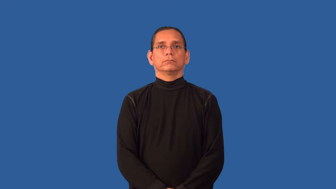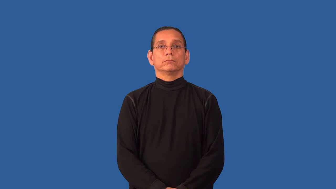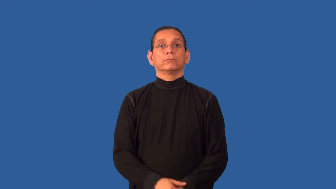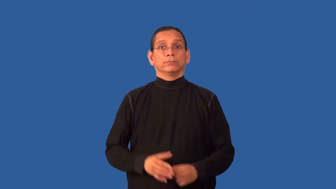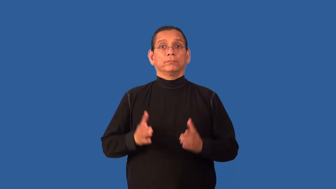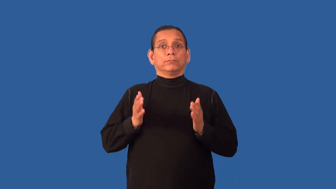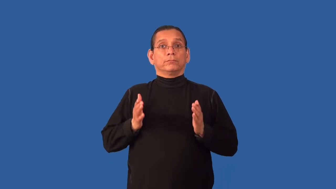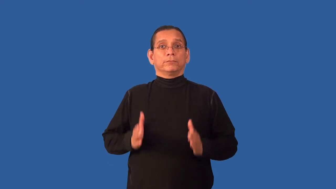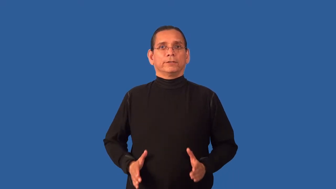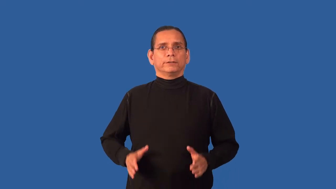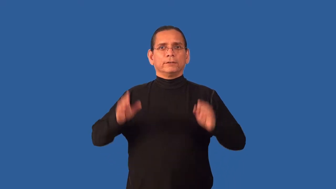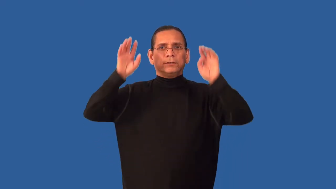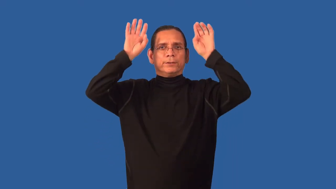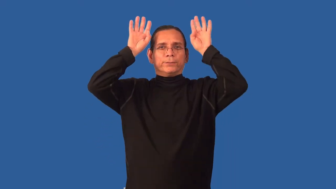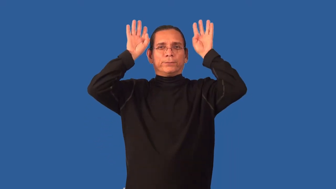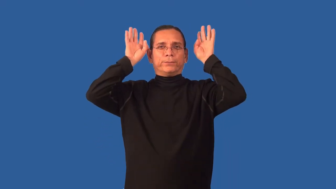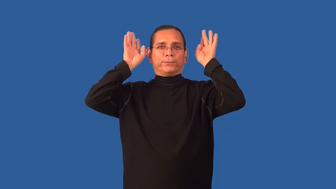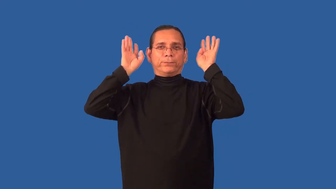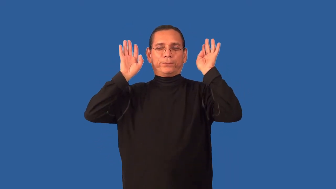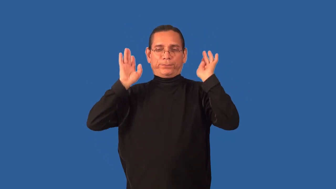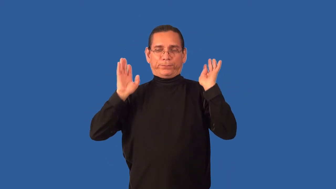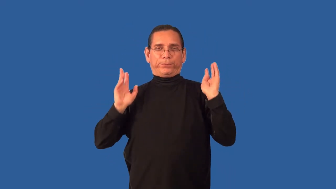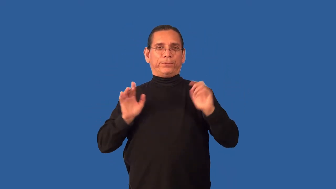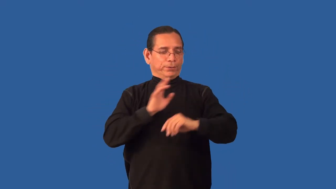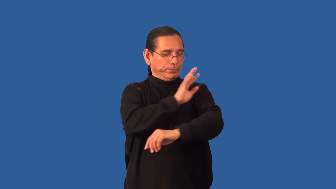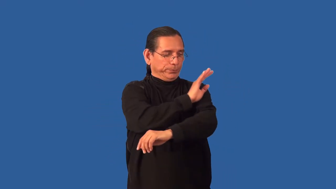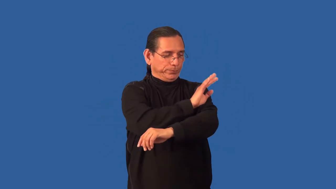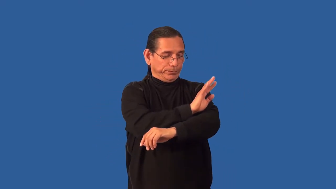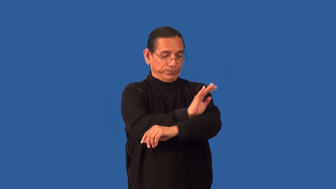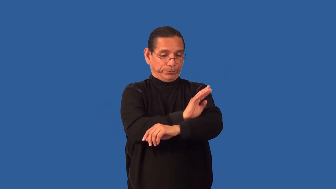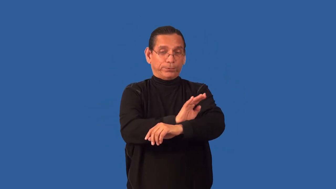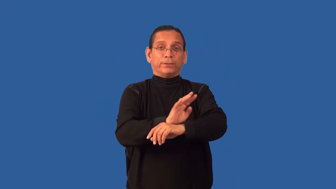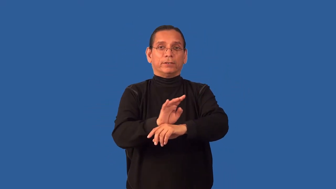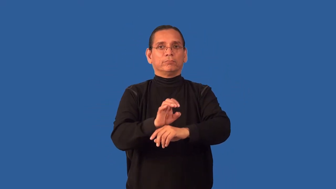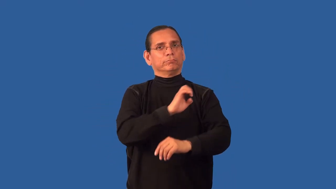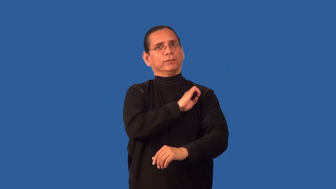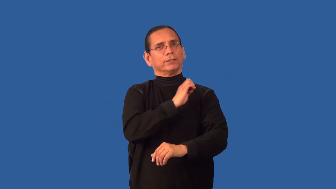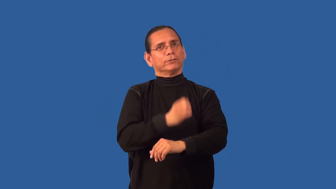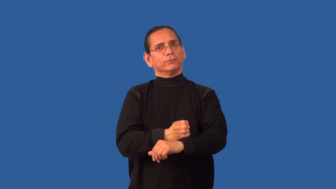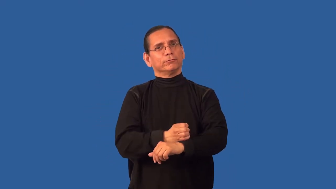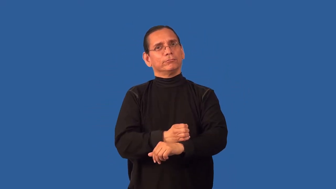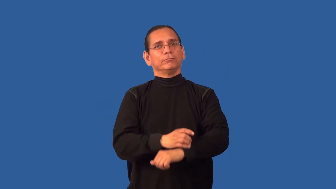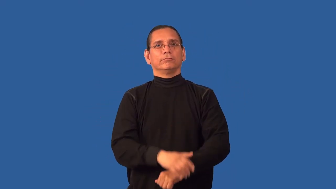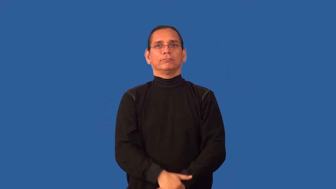aura,chi